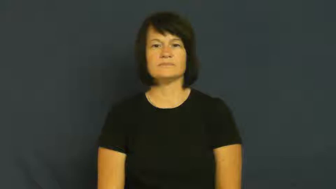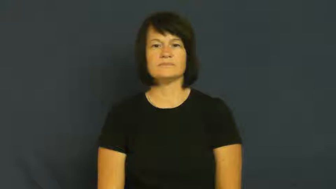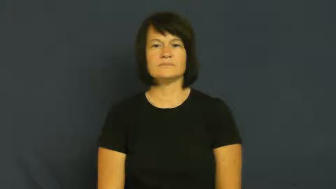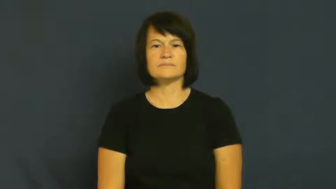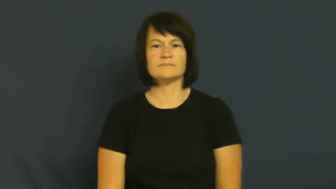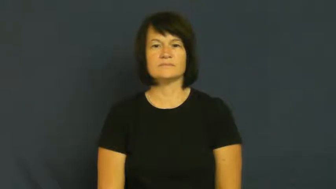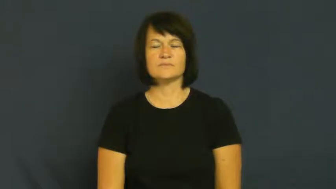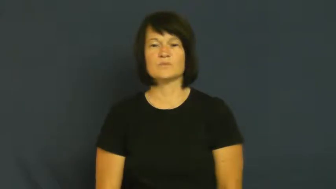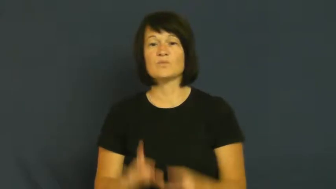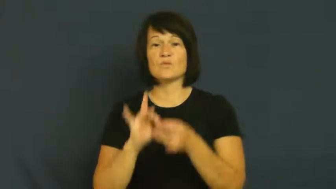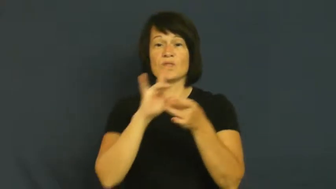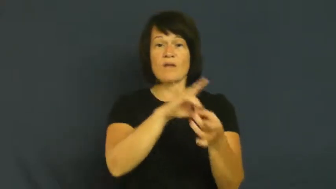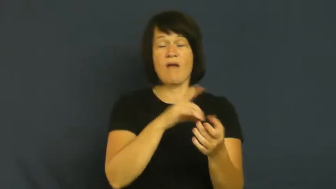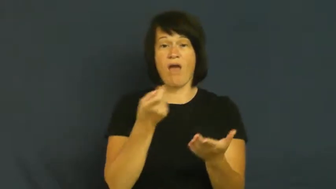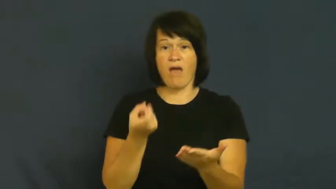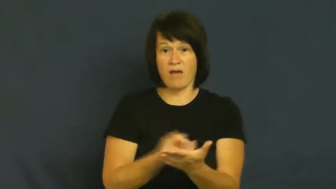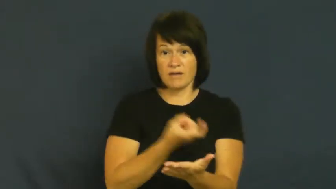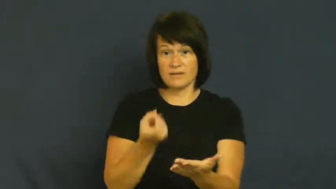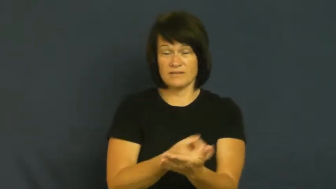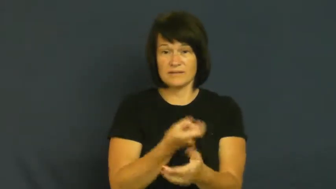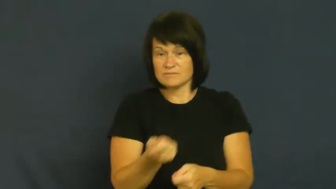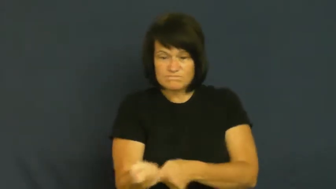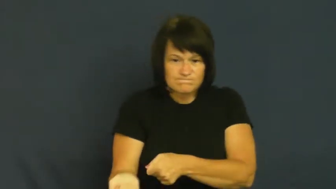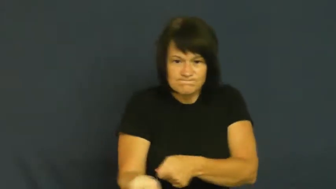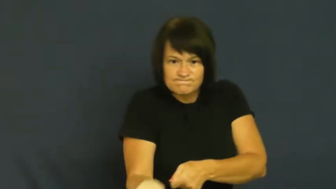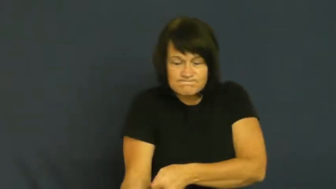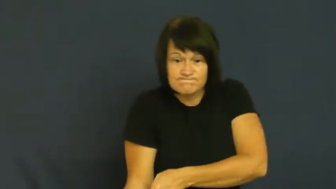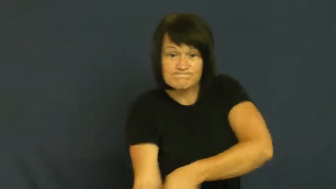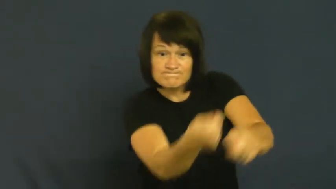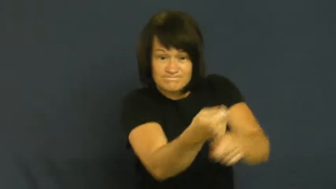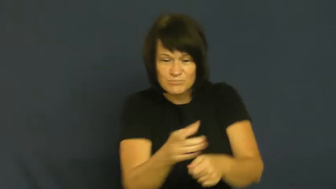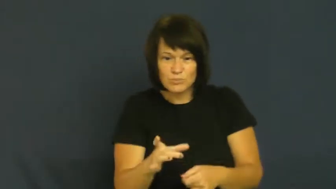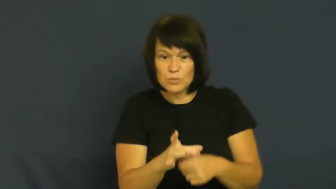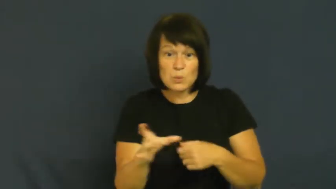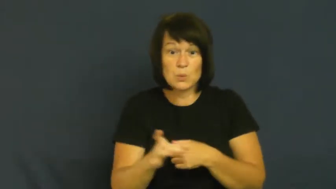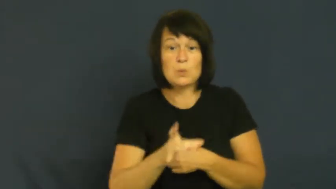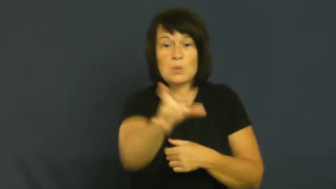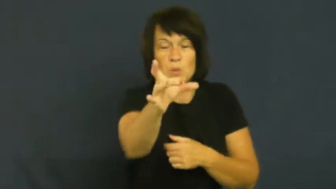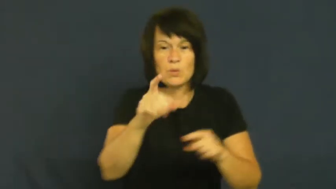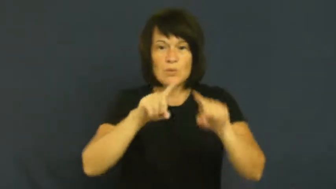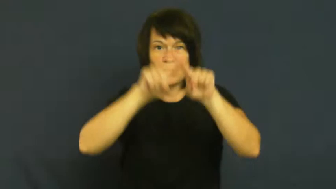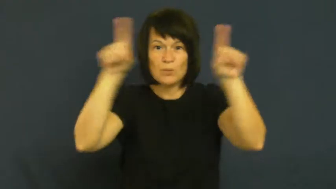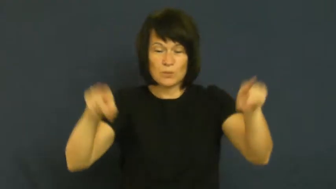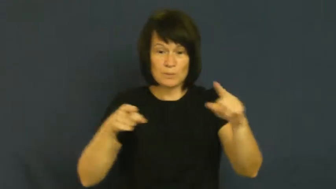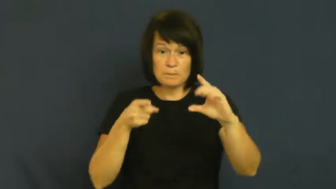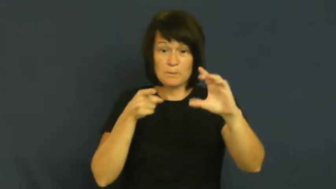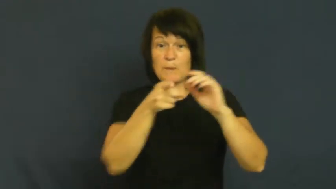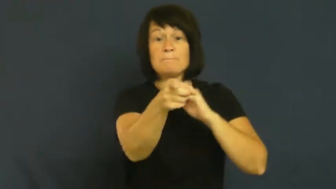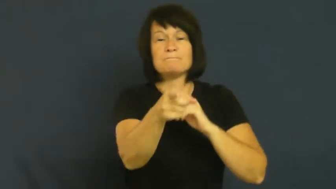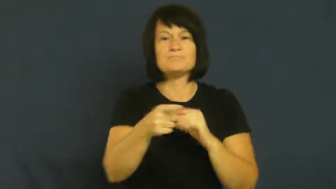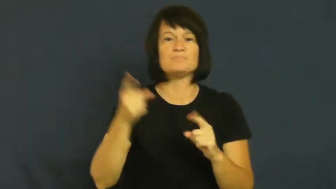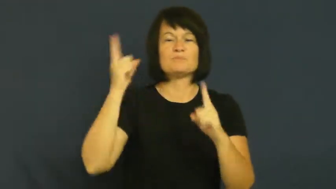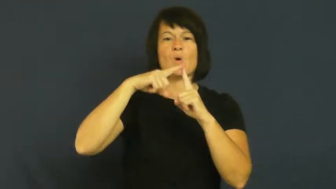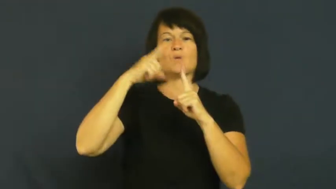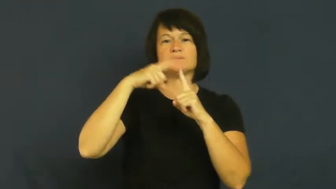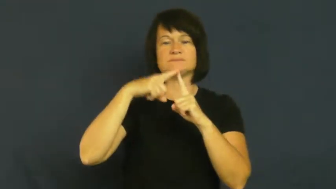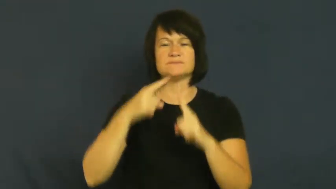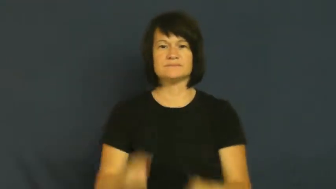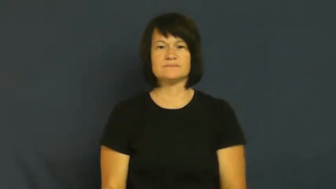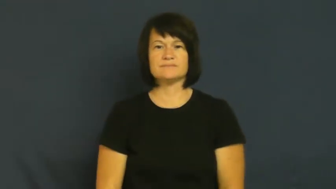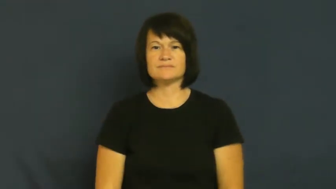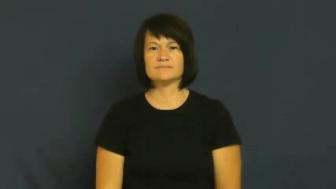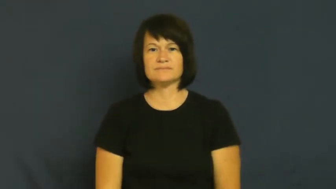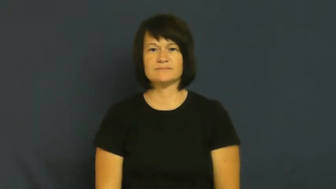goal-hockey